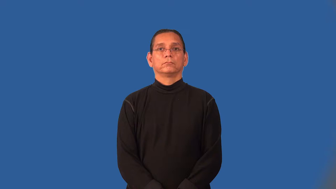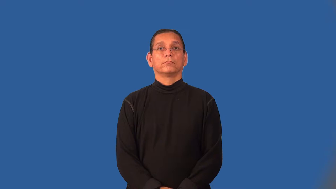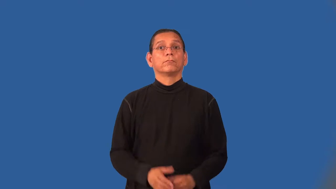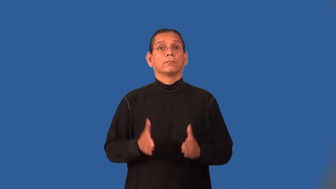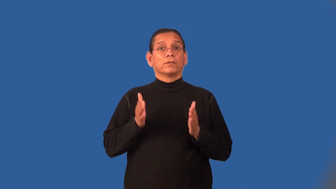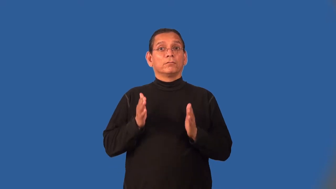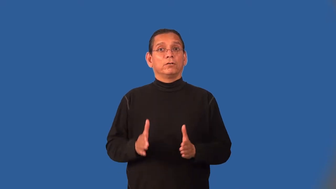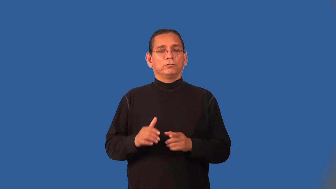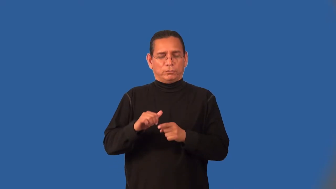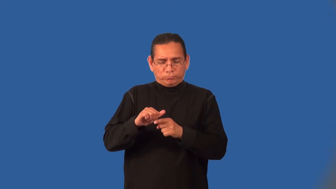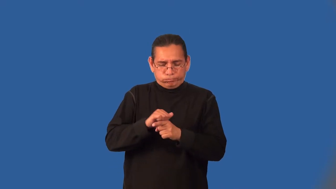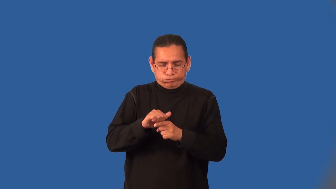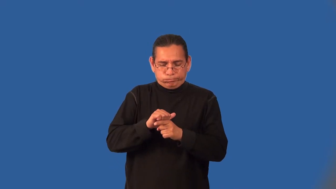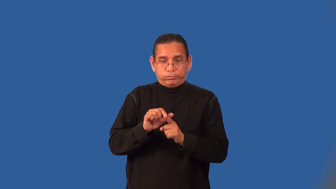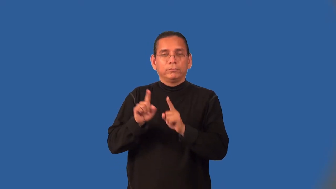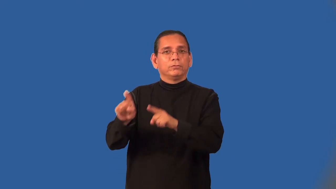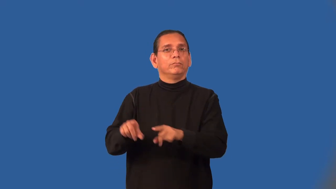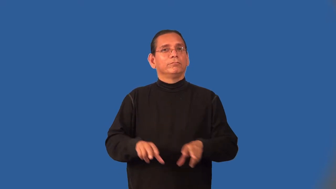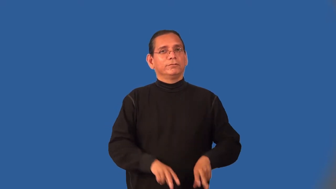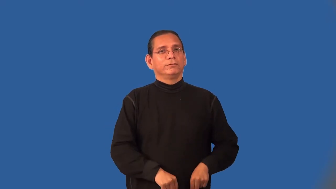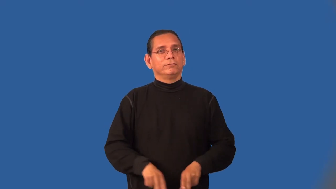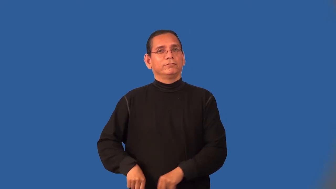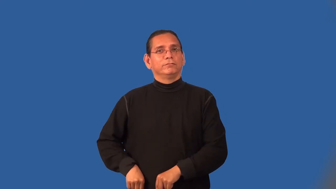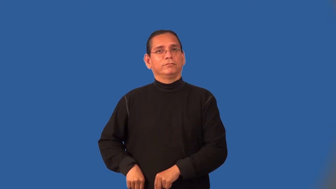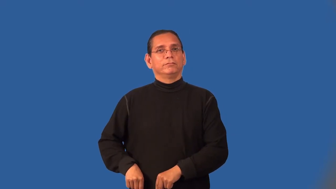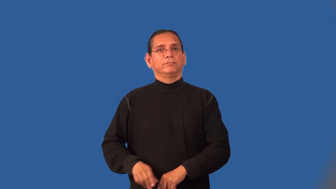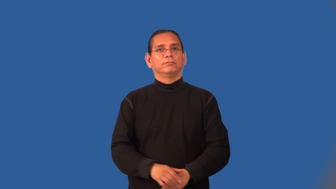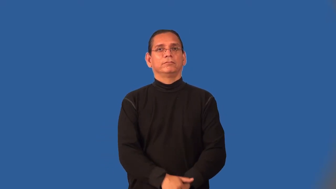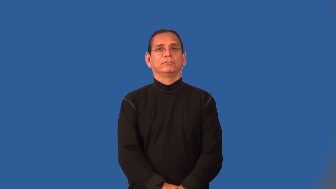midshipman